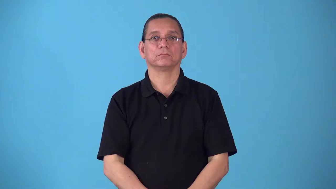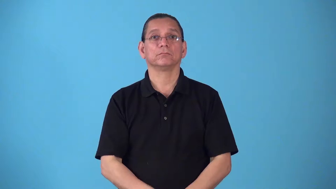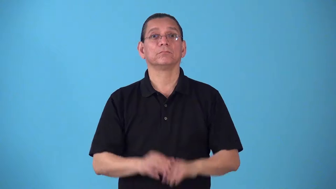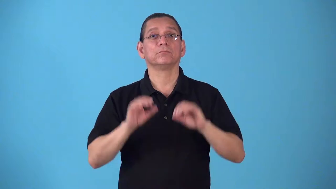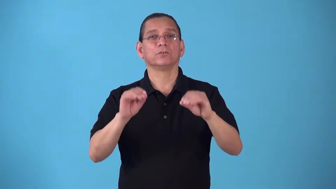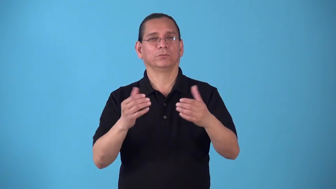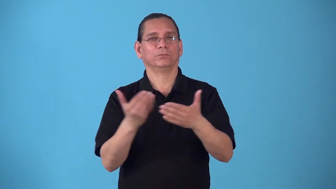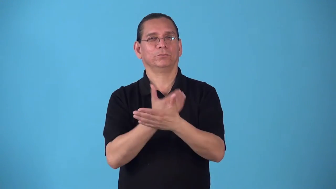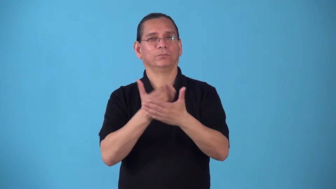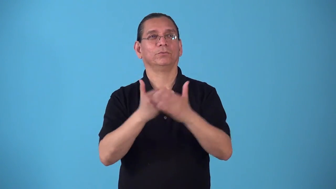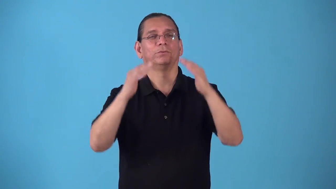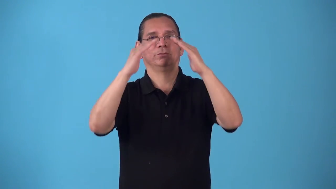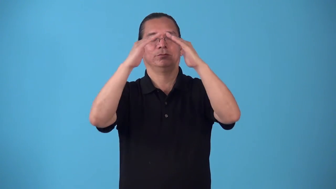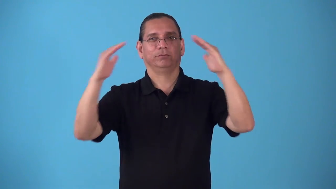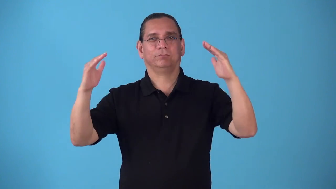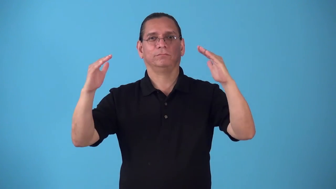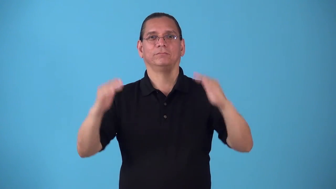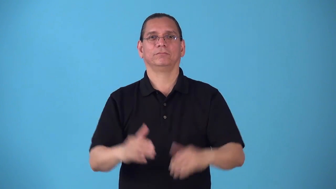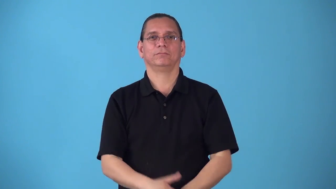roof-put roof on house